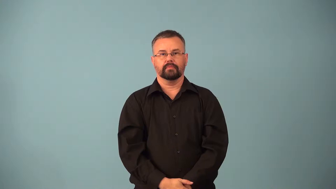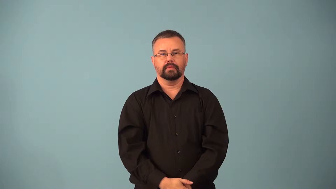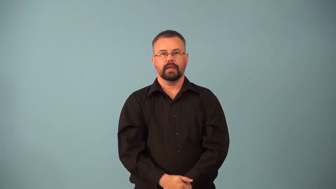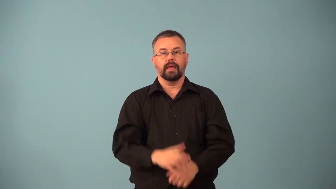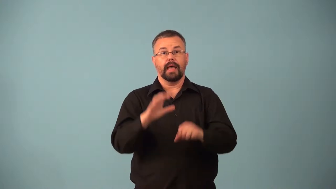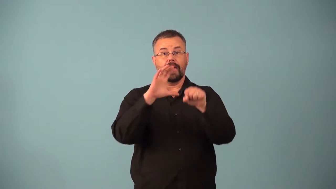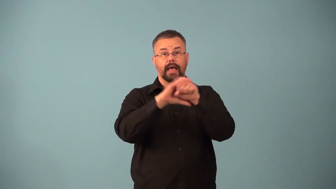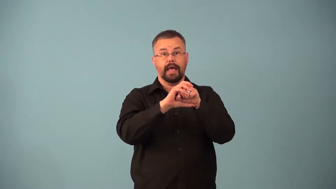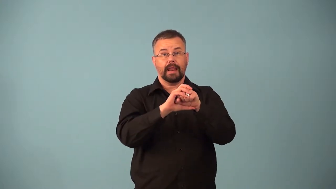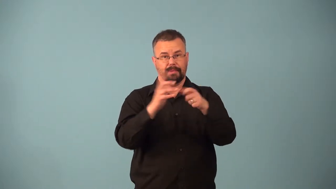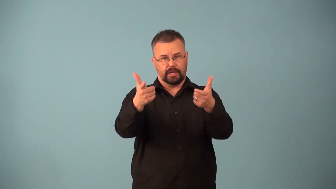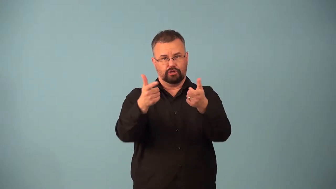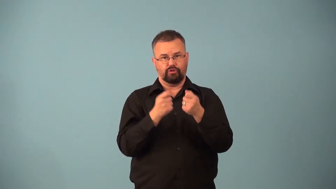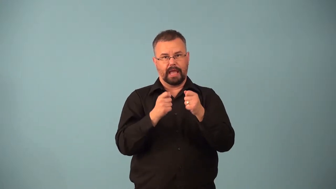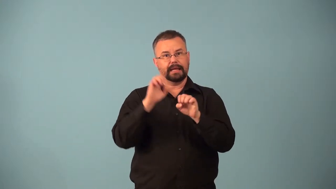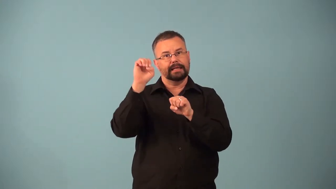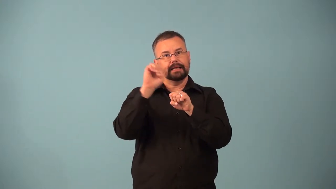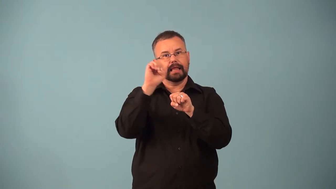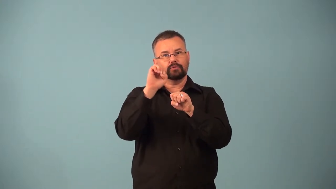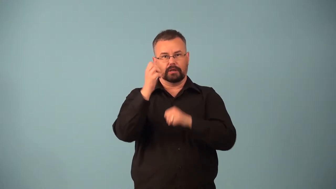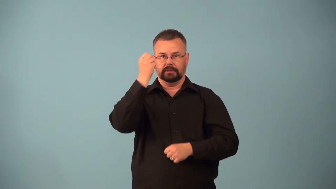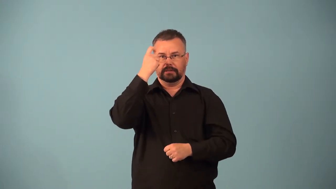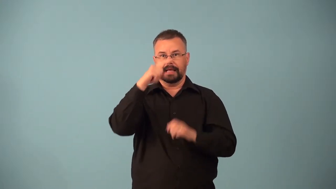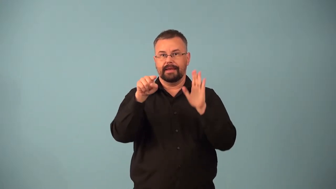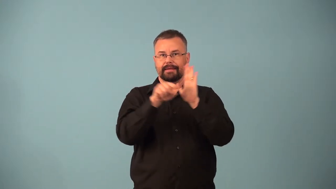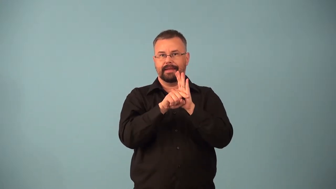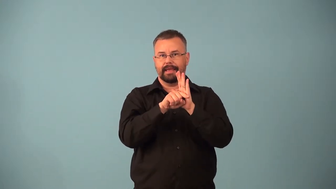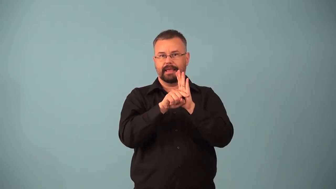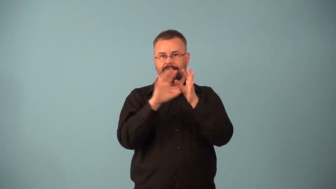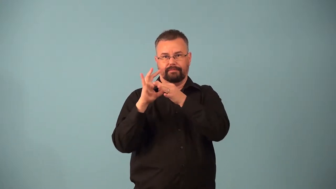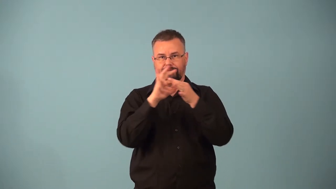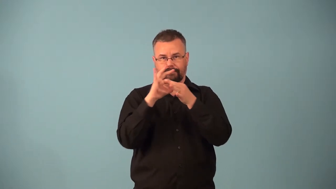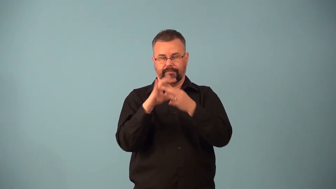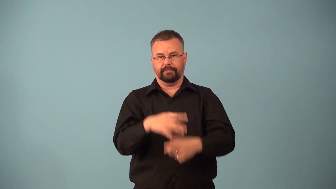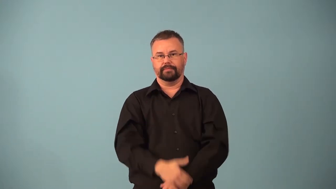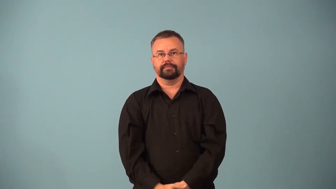electronegativity